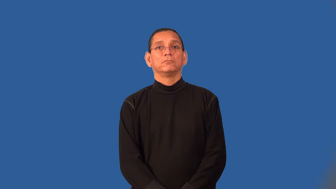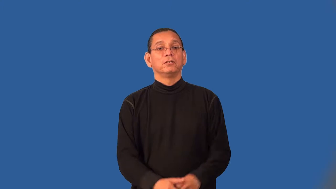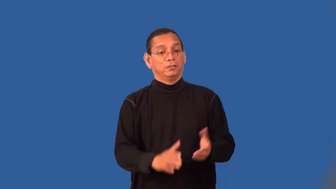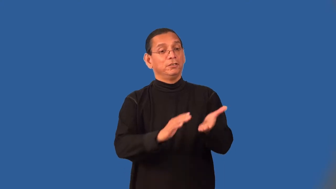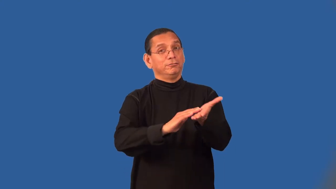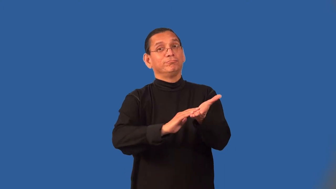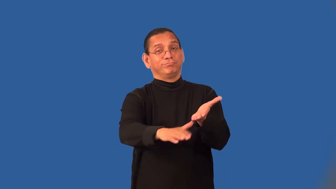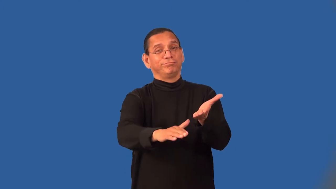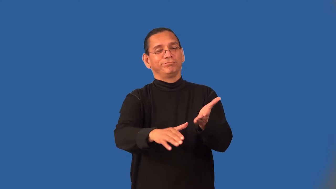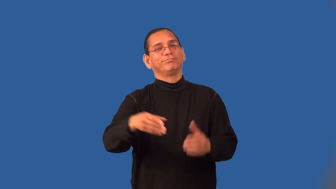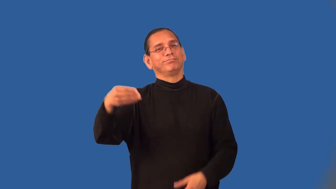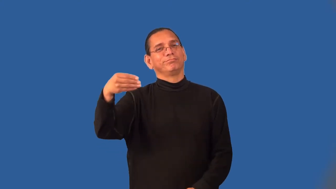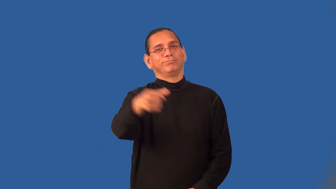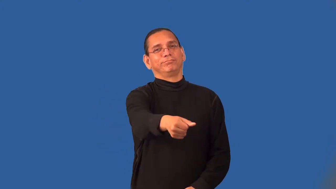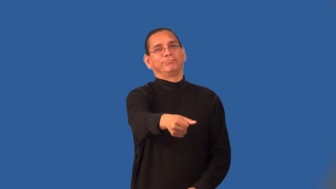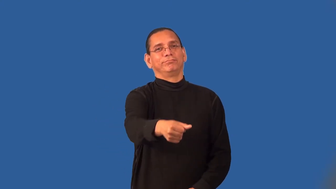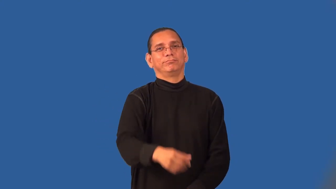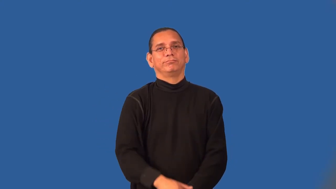severance